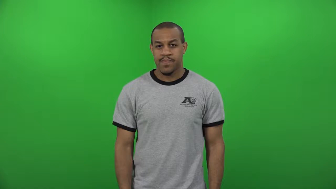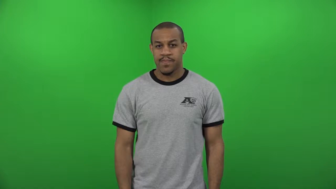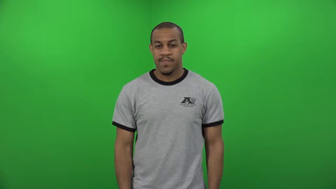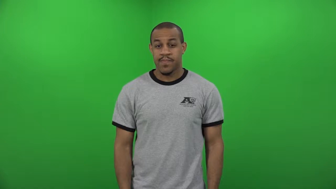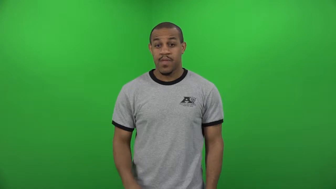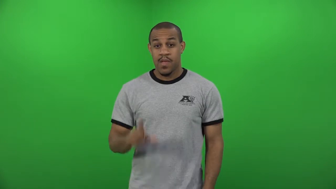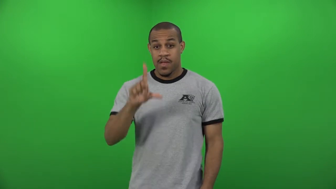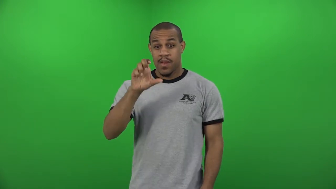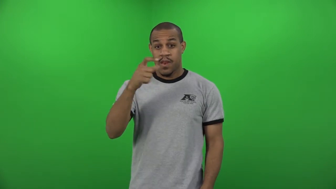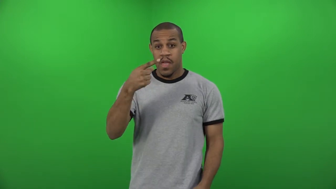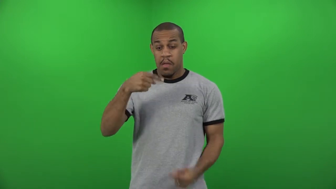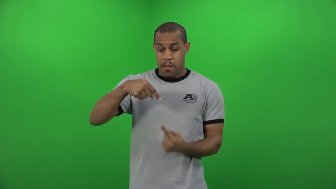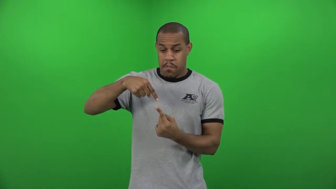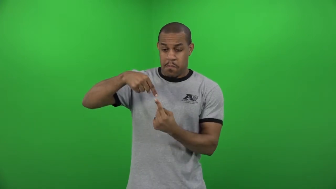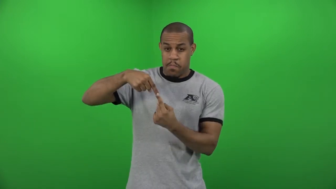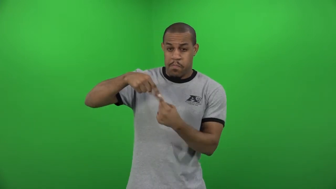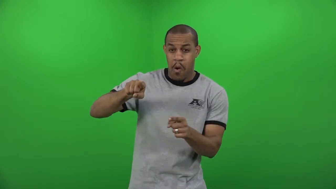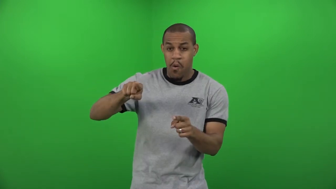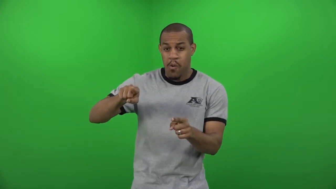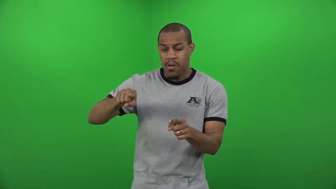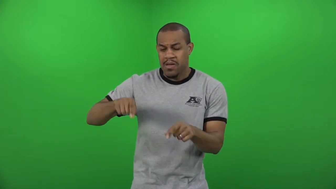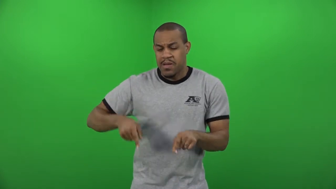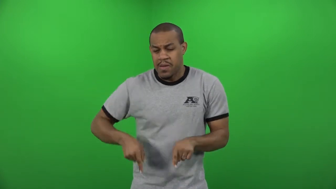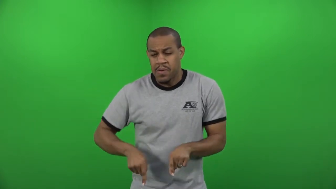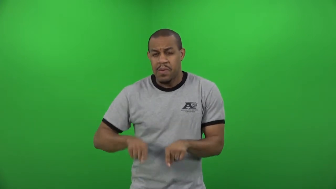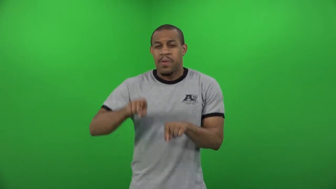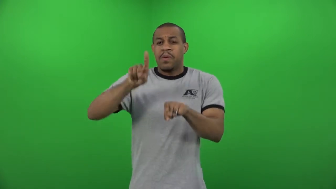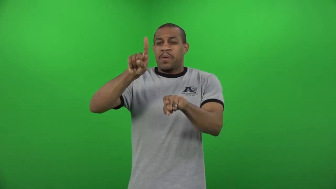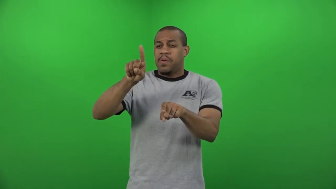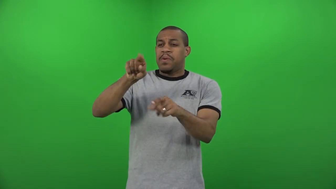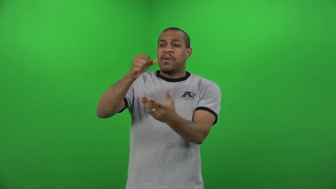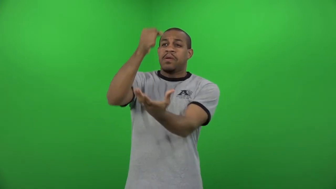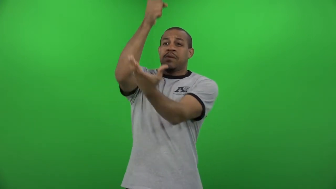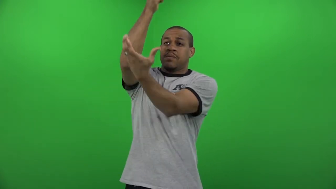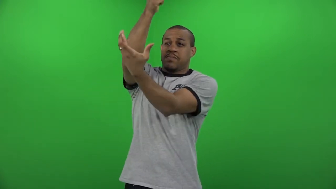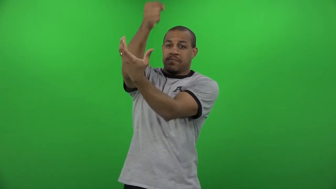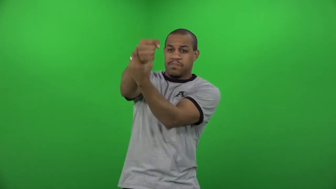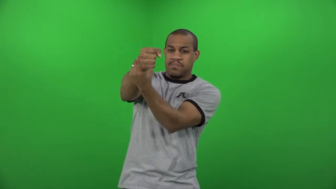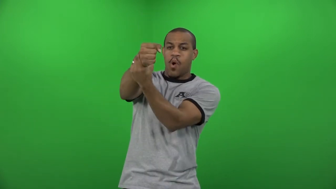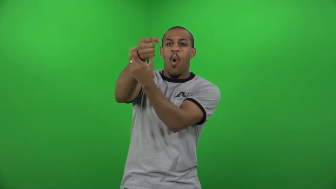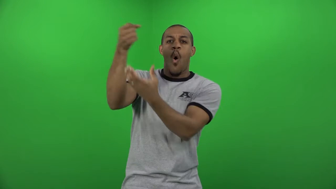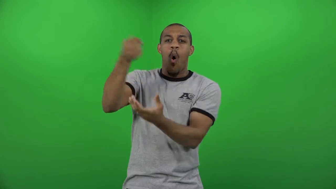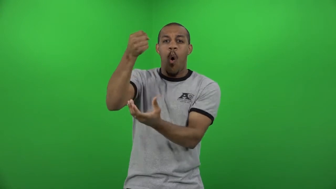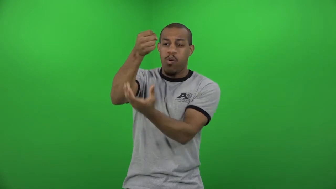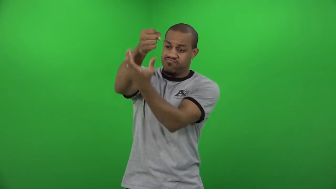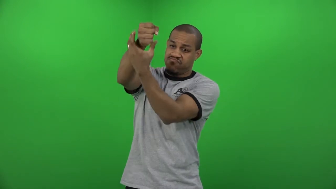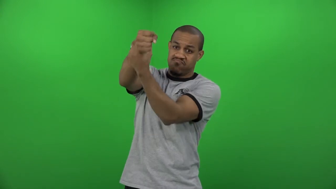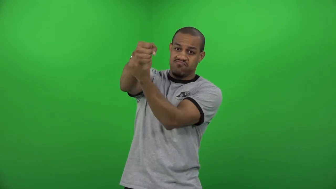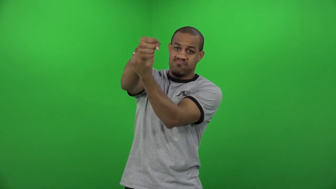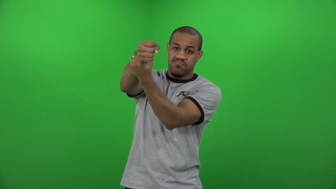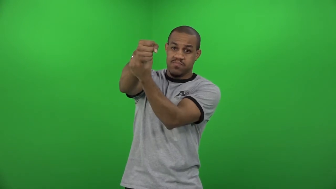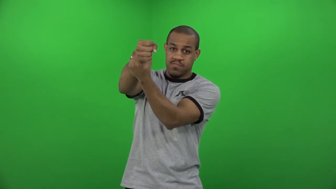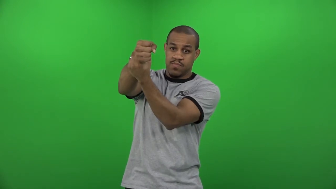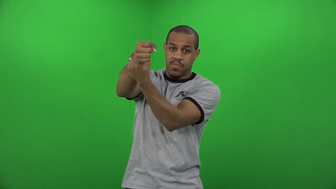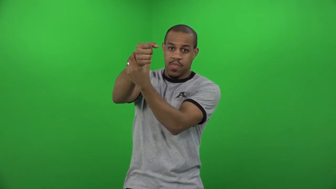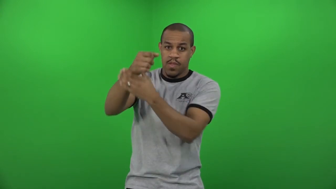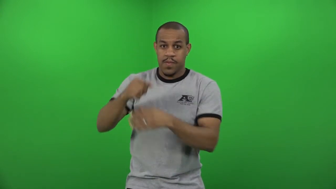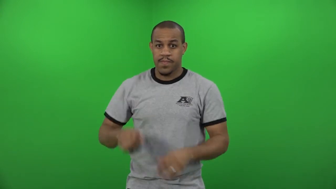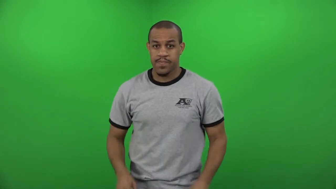traction